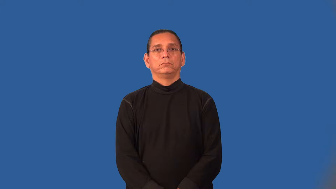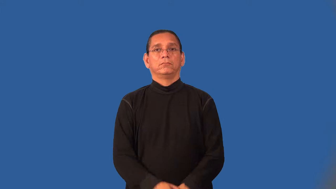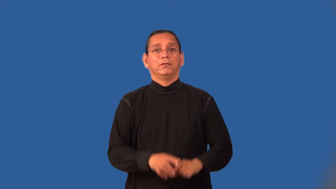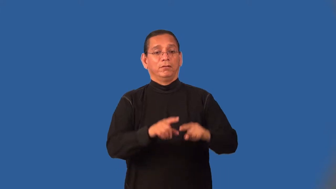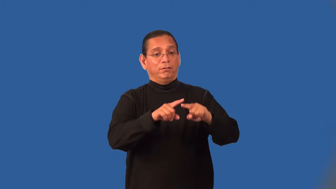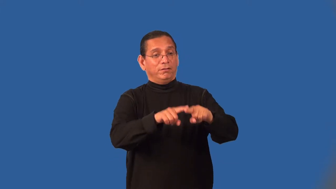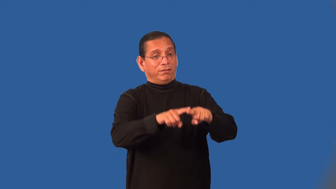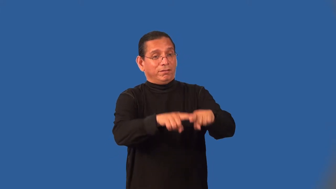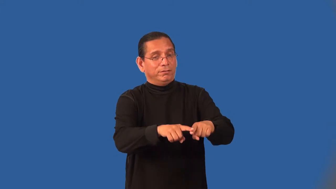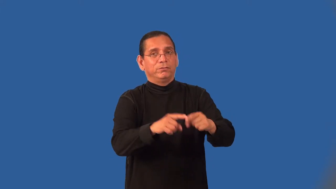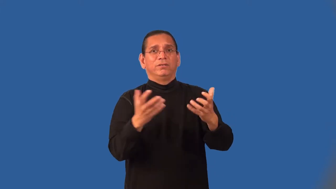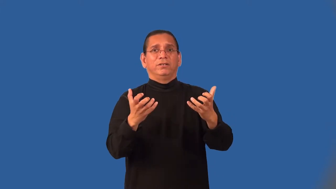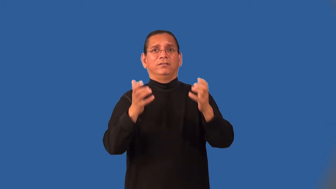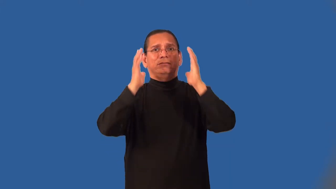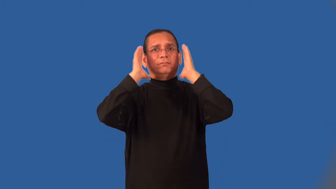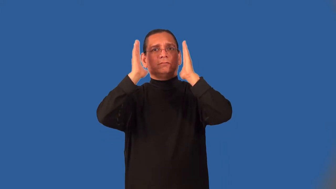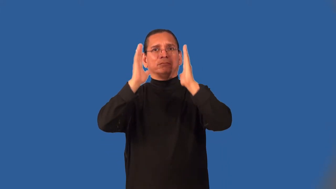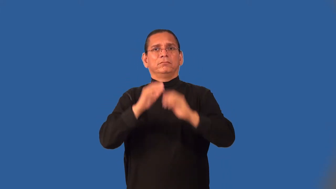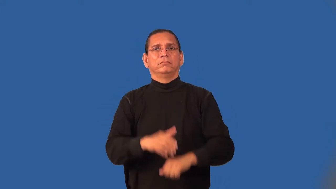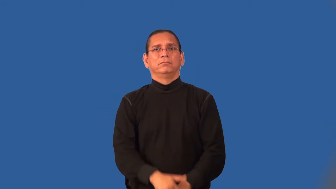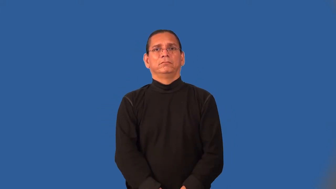needy-emotionally dependent